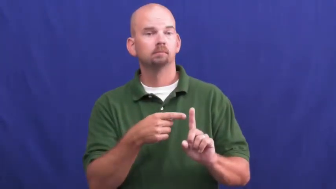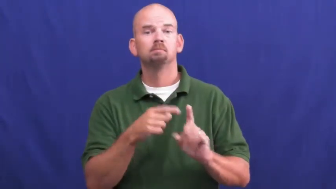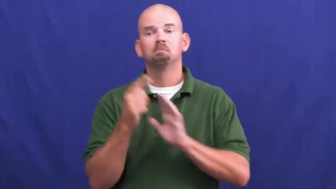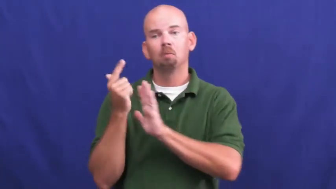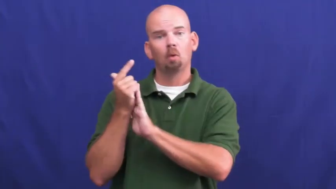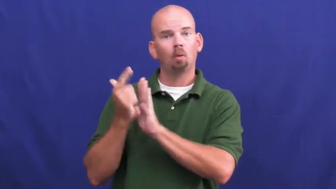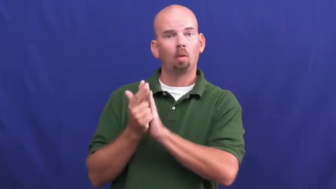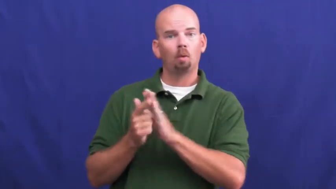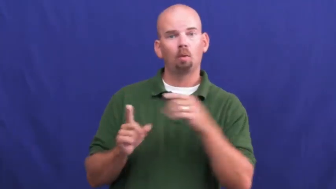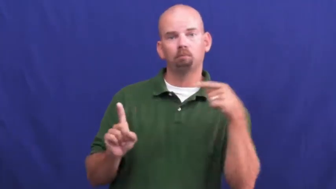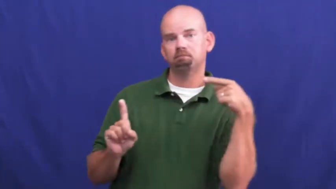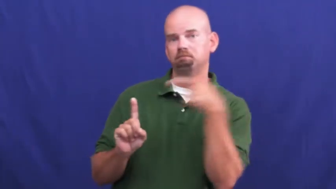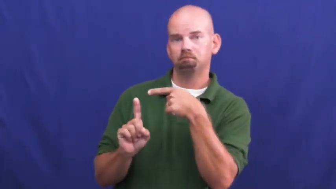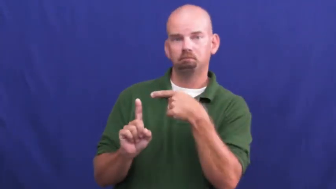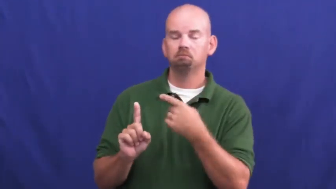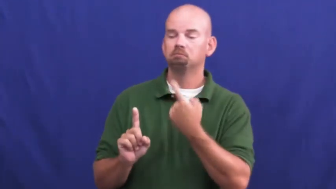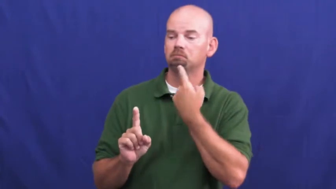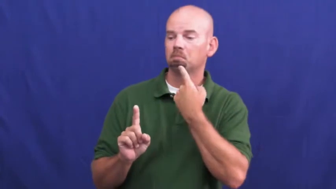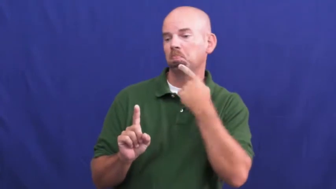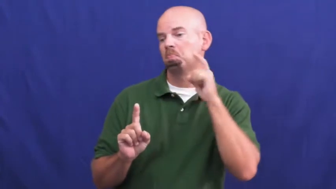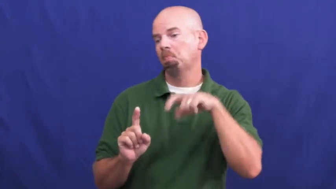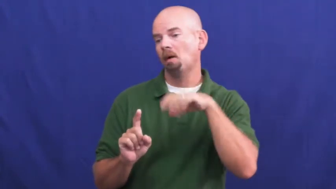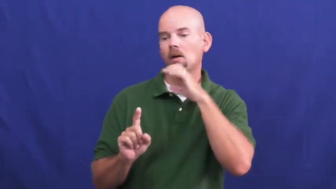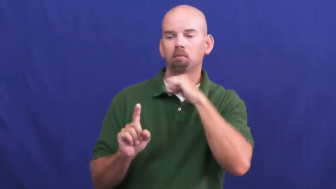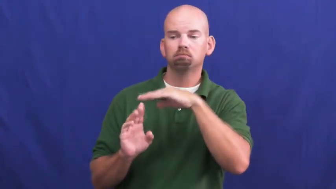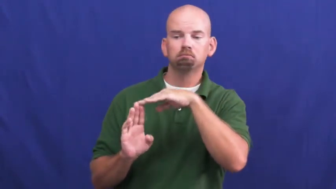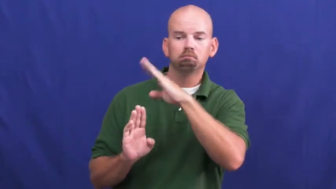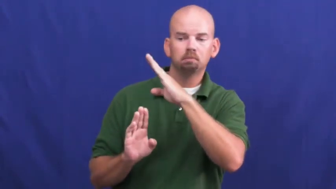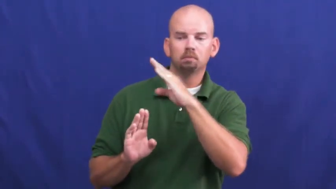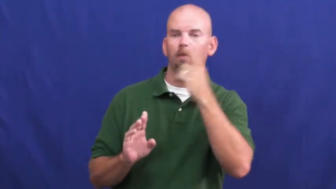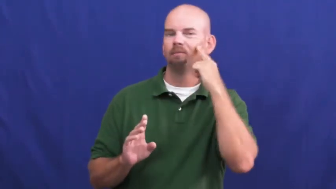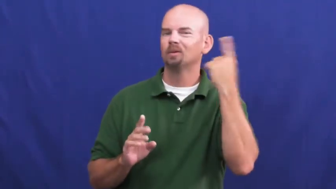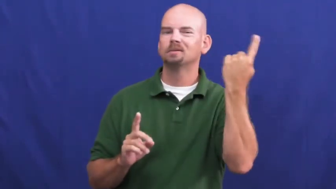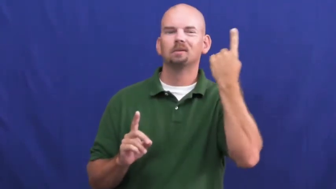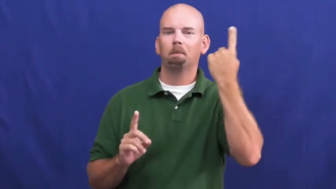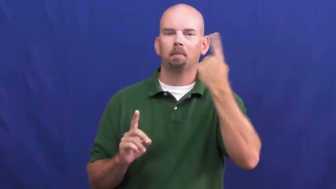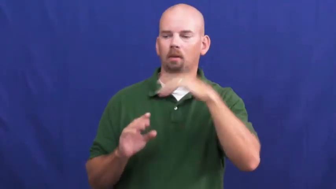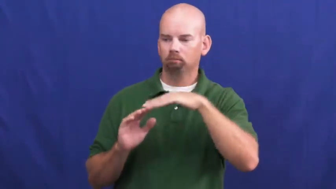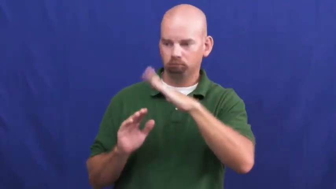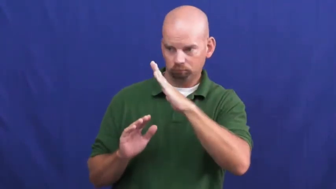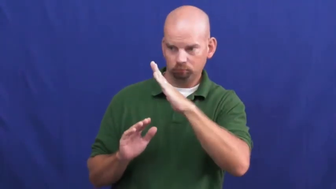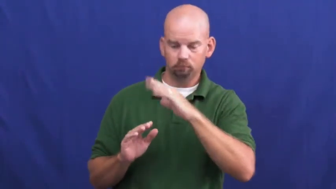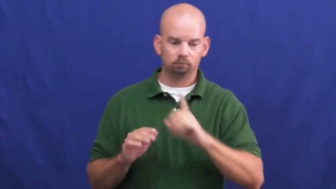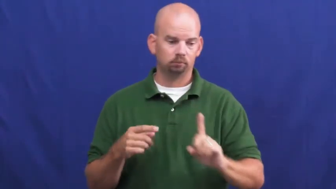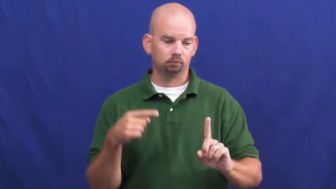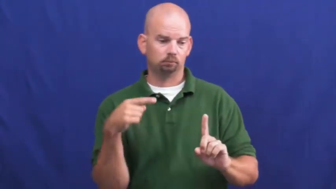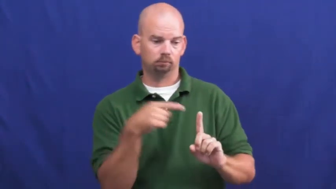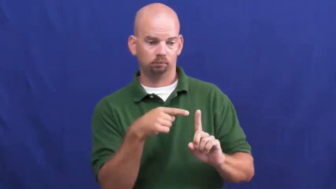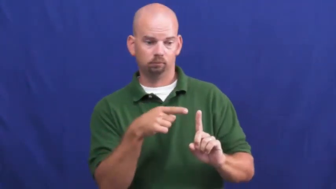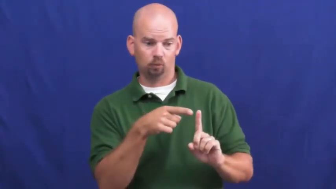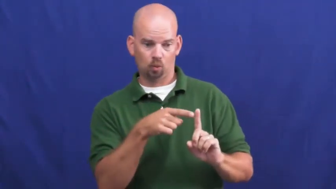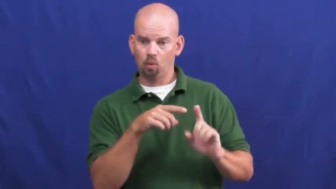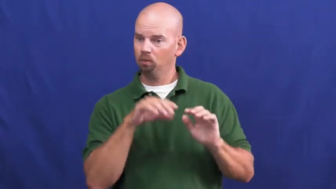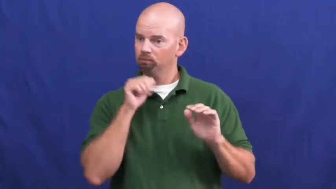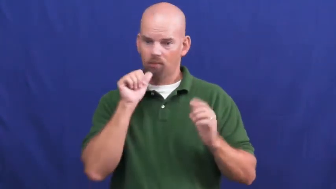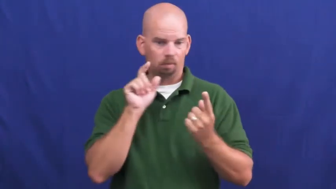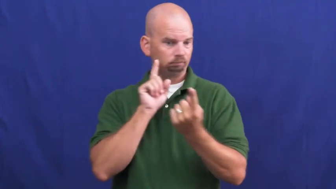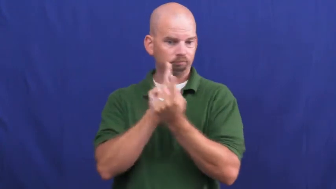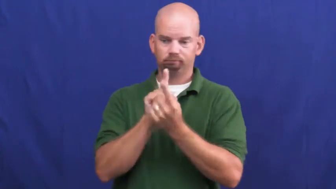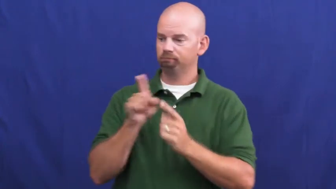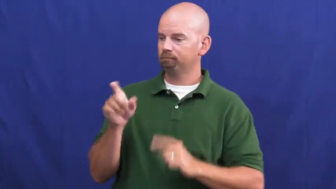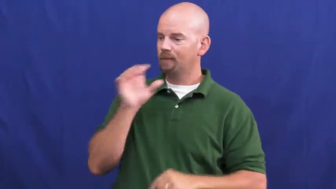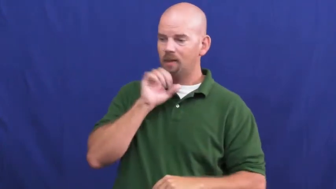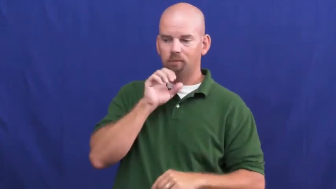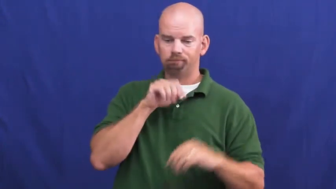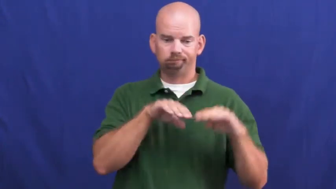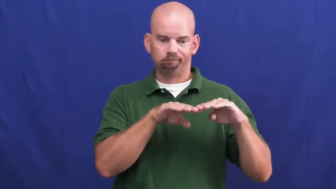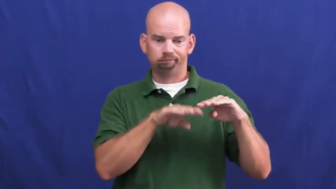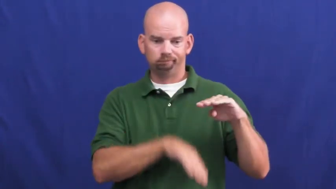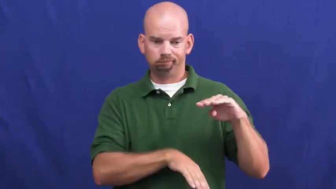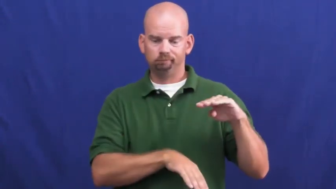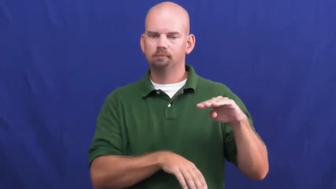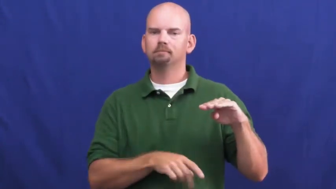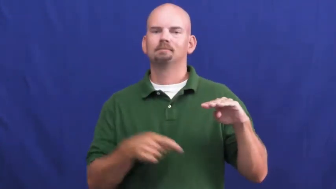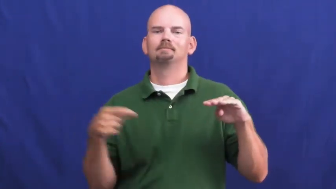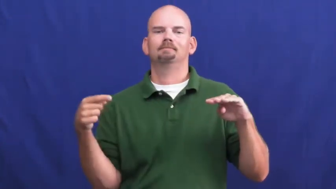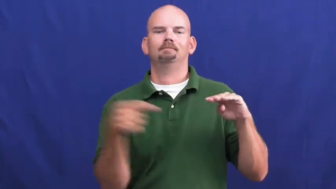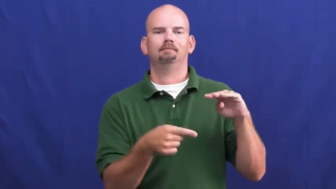underage